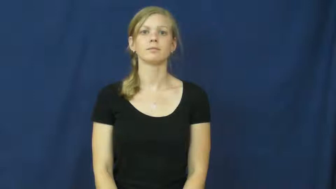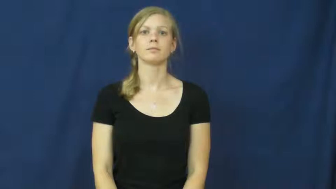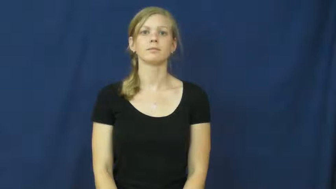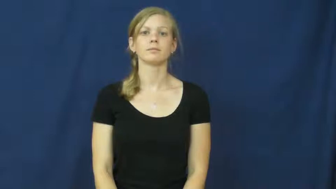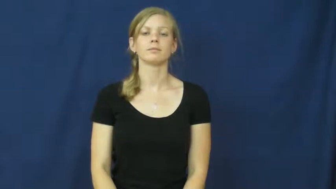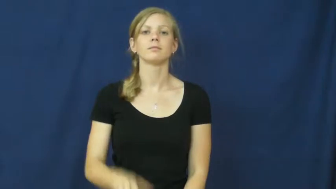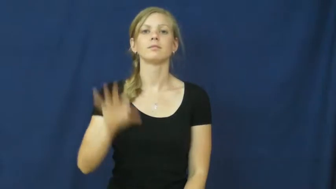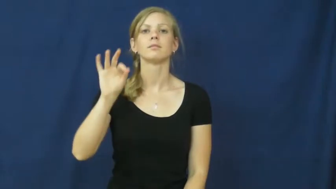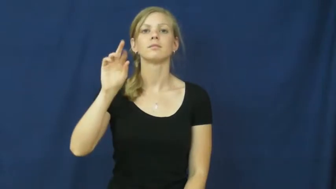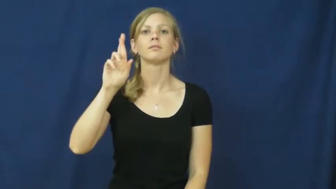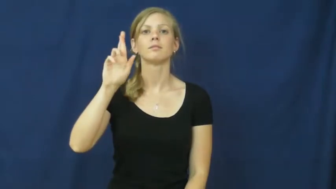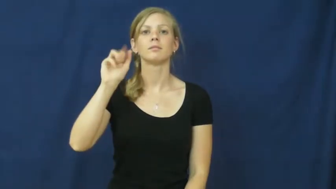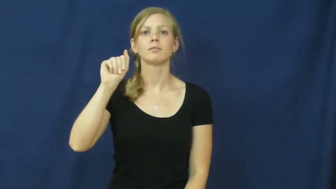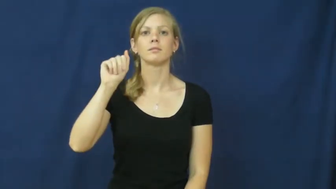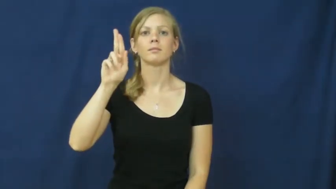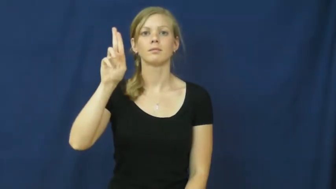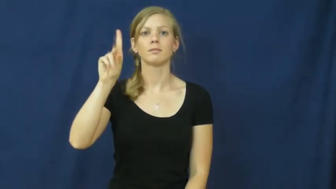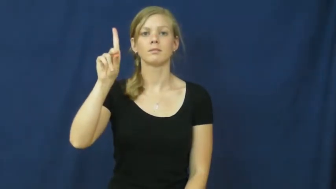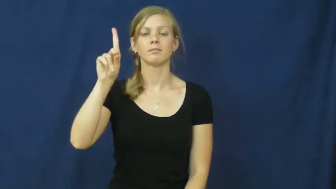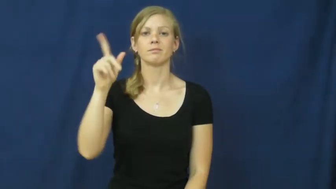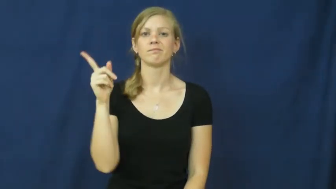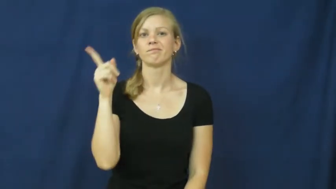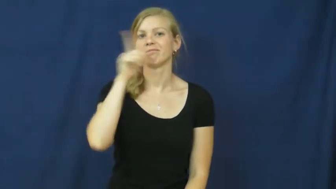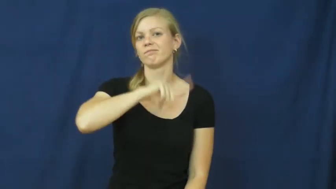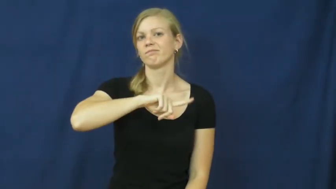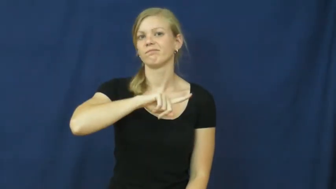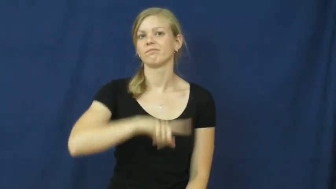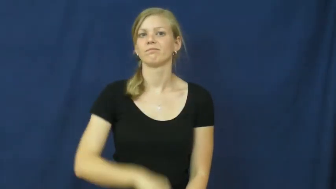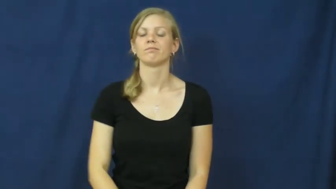fraud